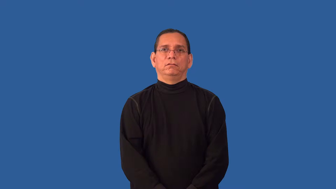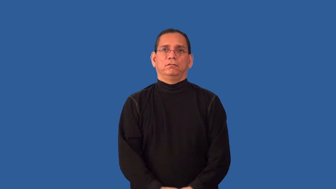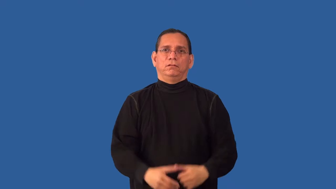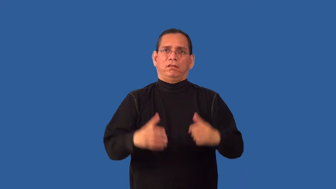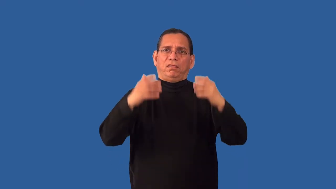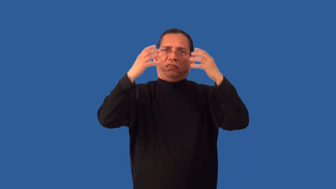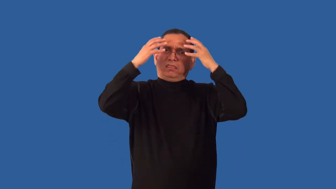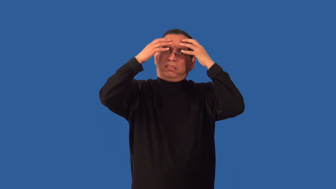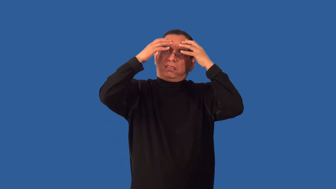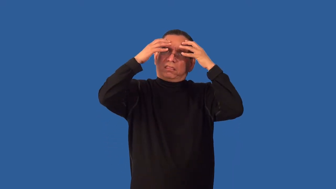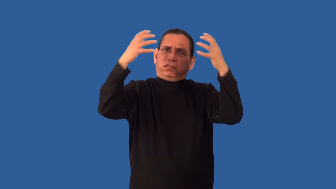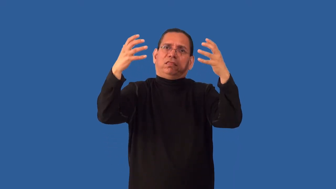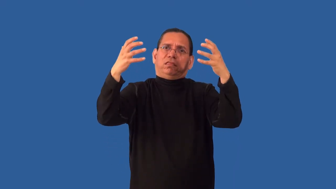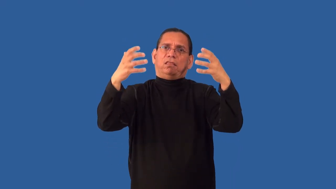overconfident,overreaching